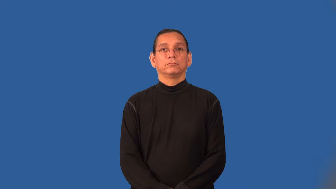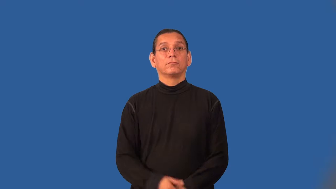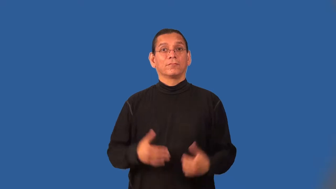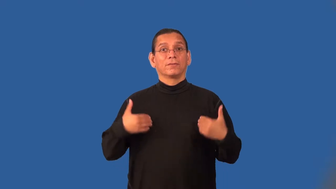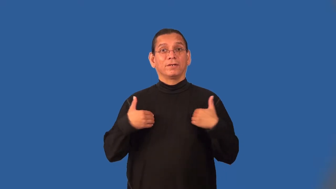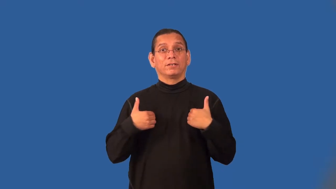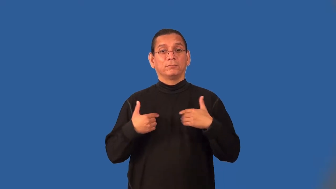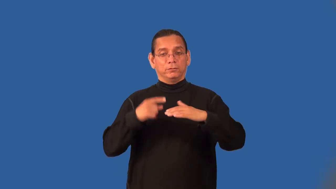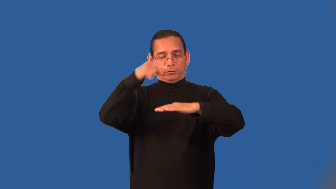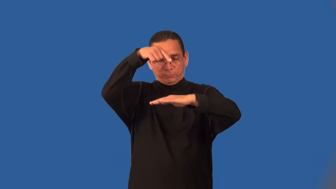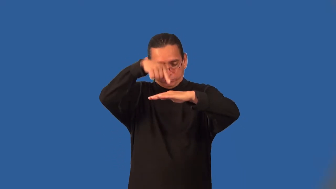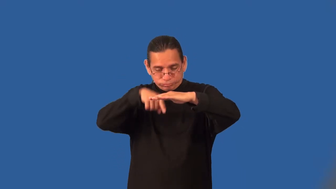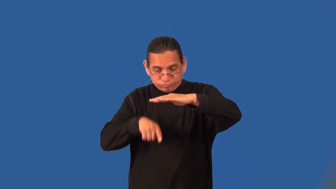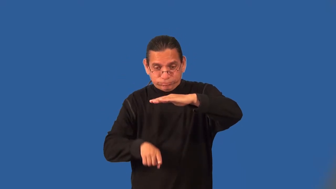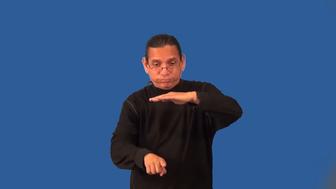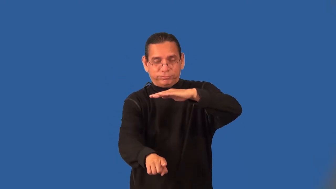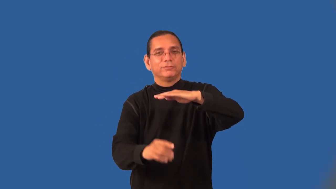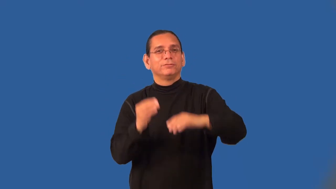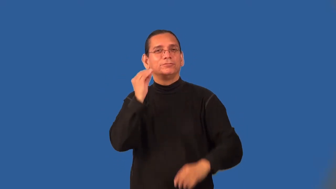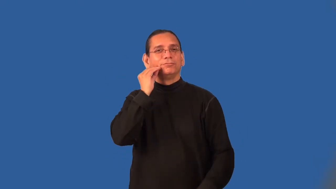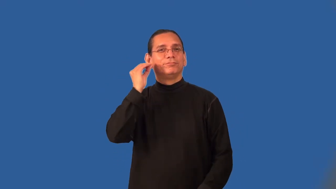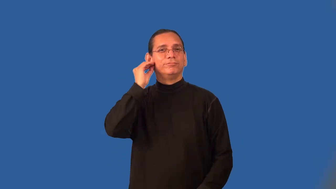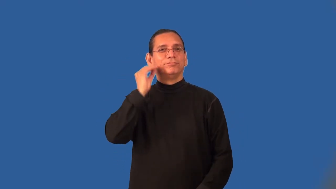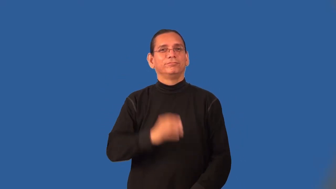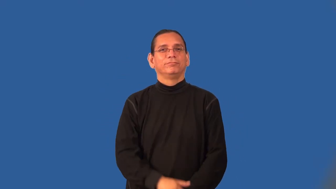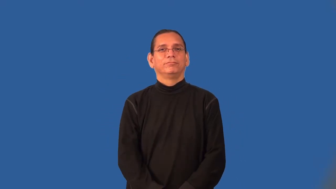burrower